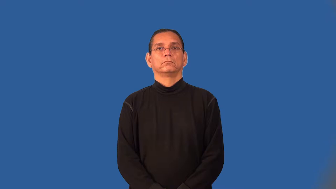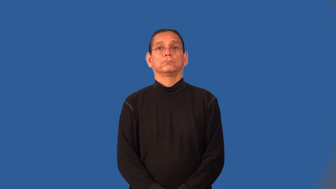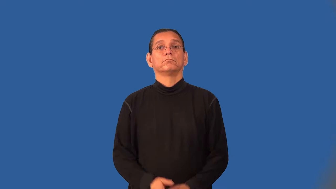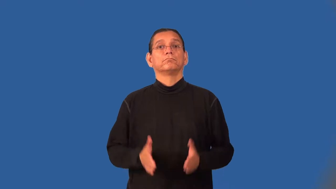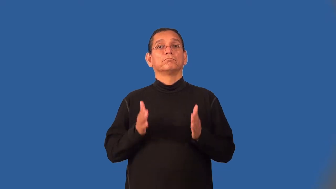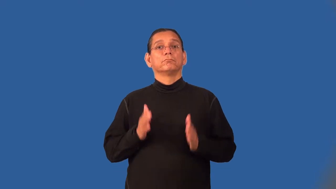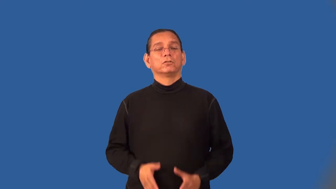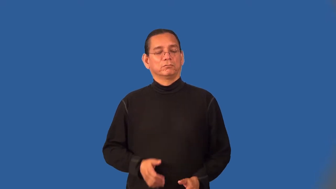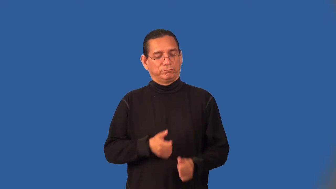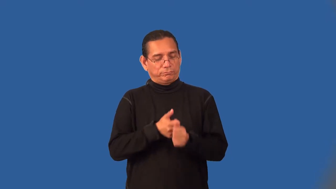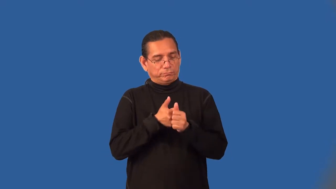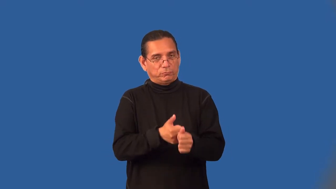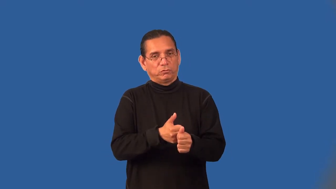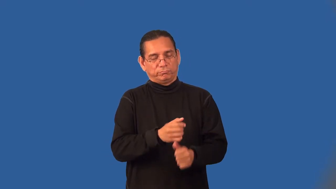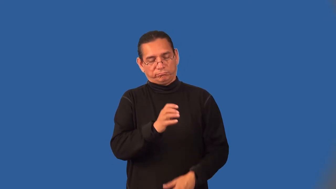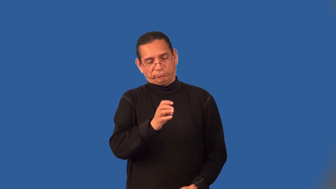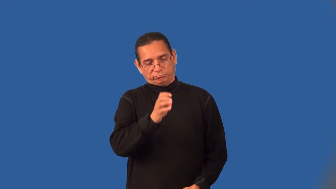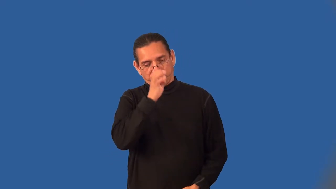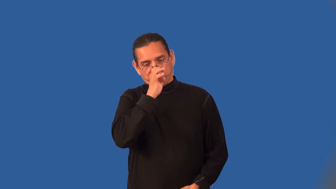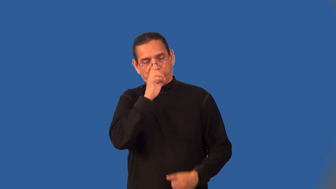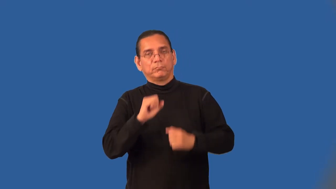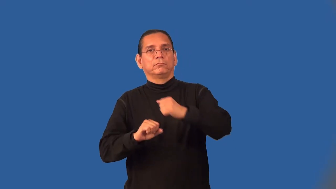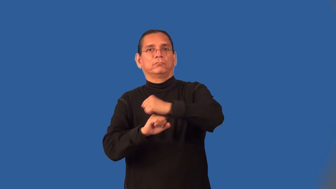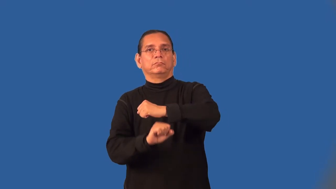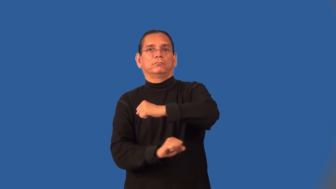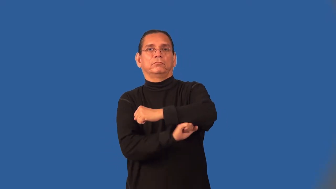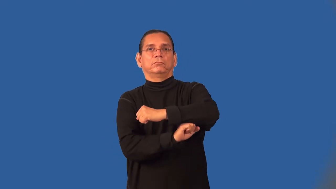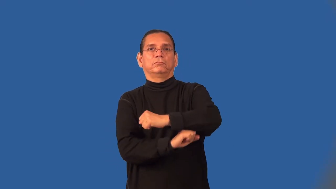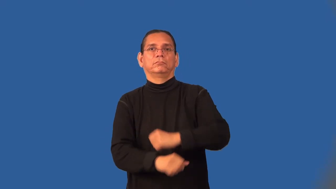fundamentalist